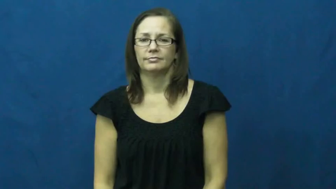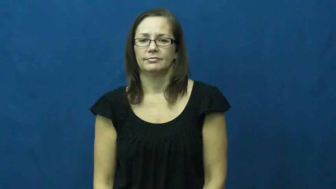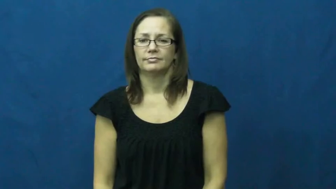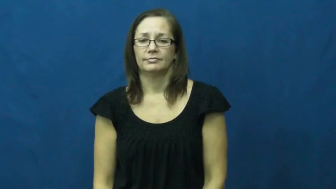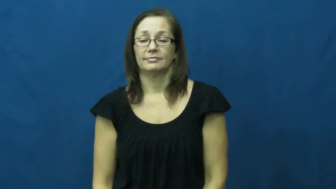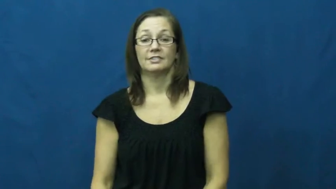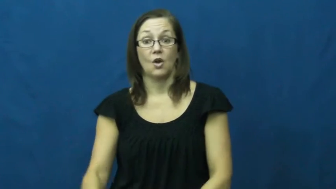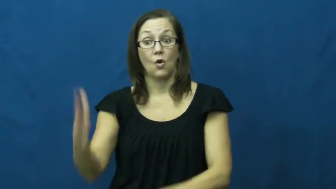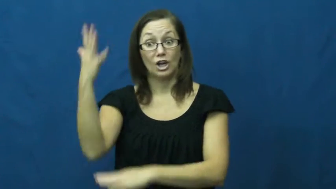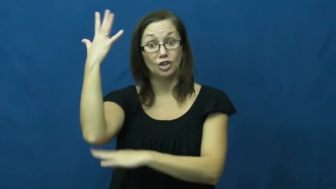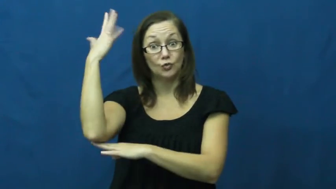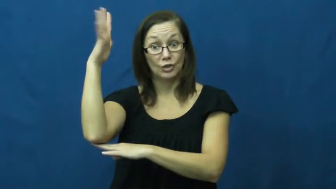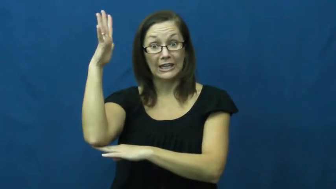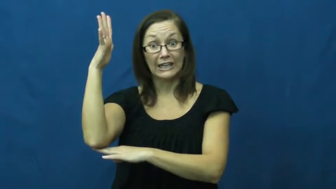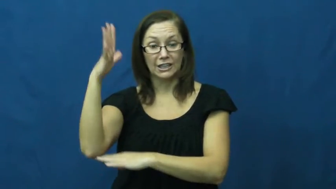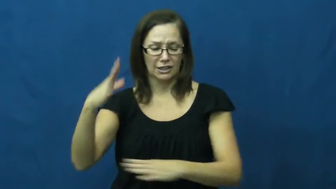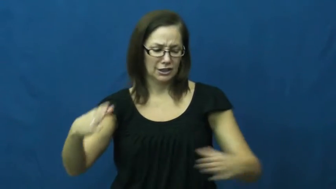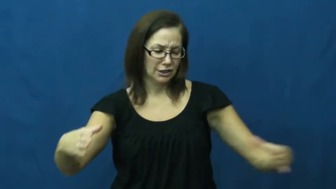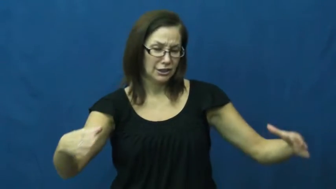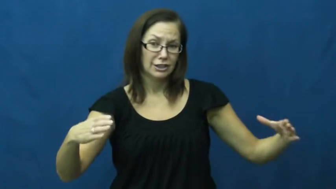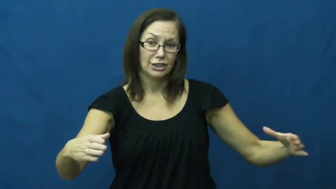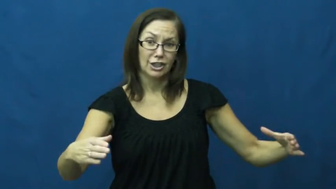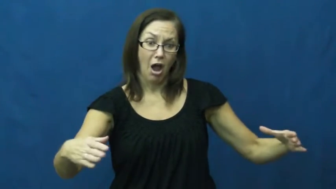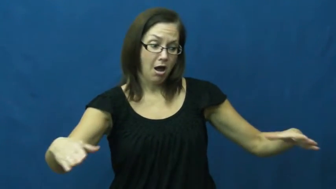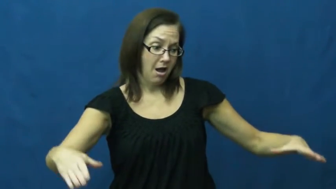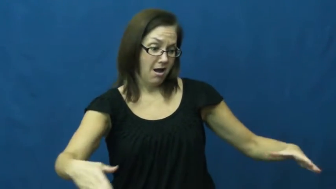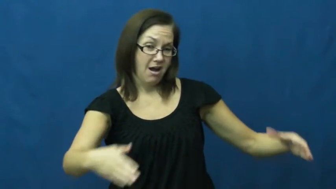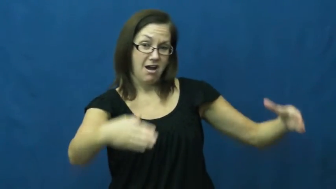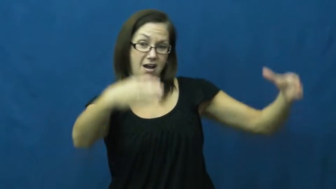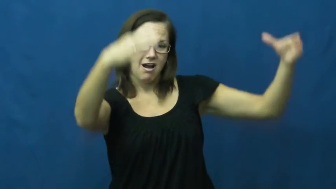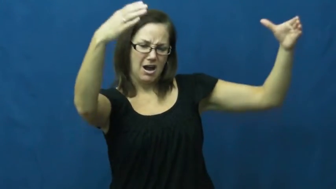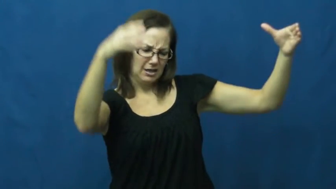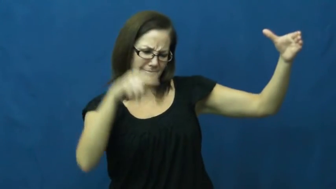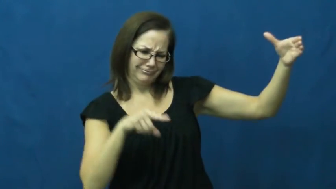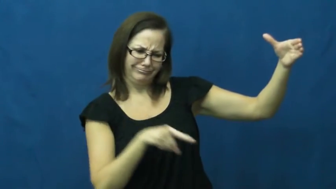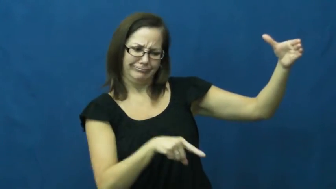stump-tree